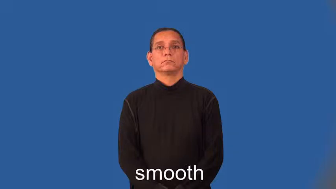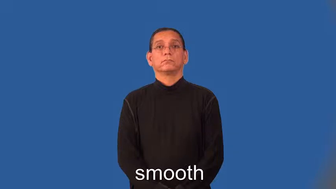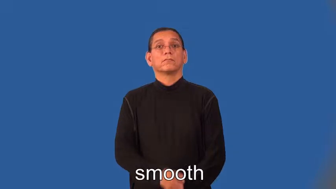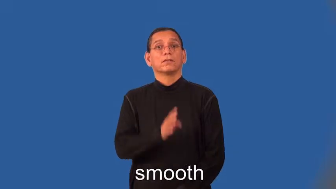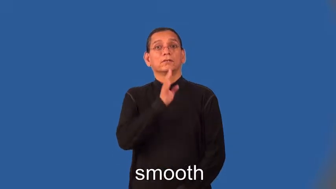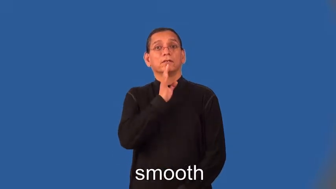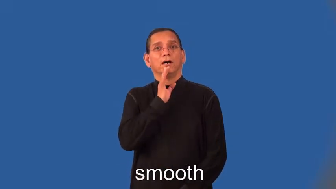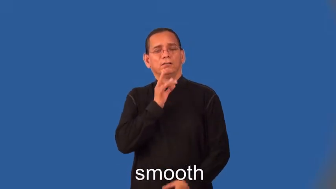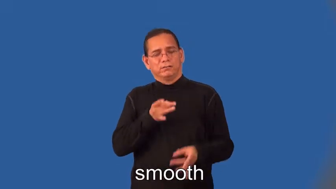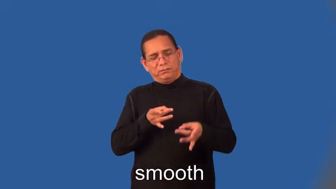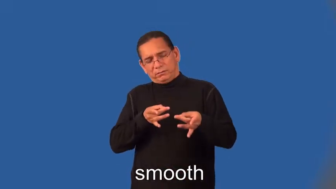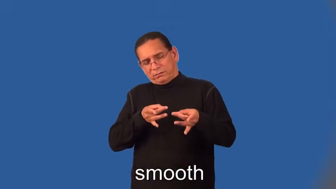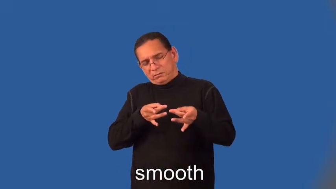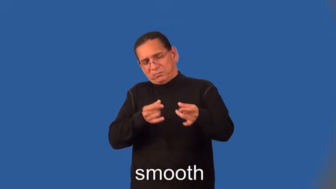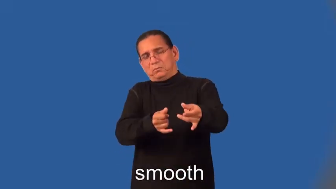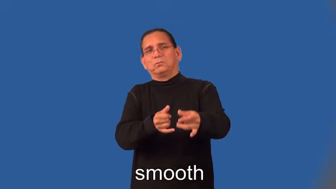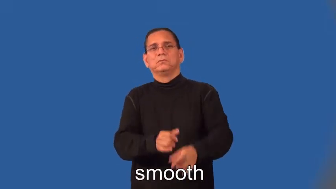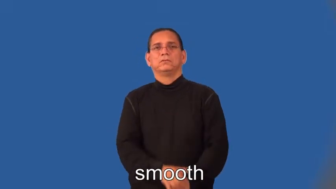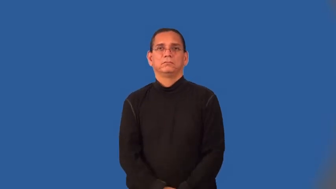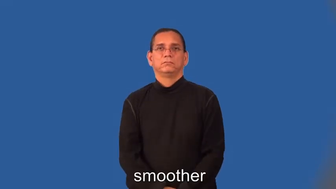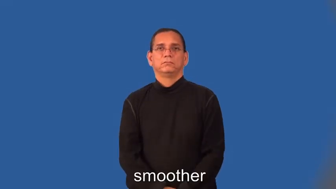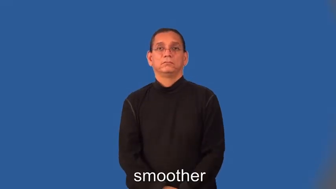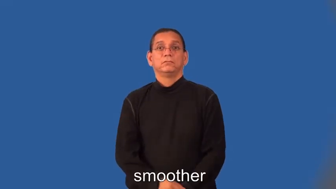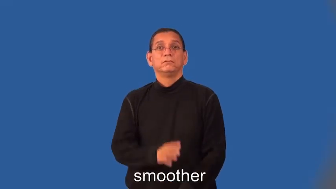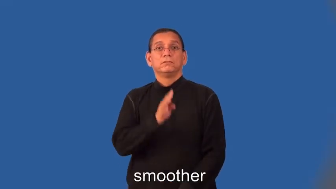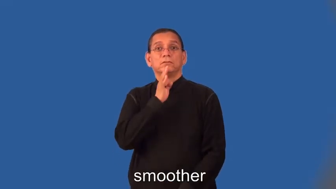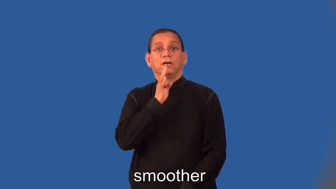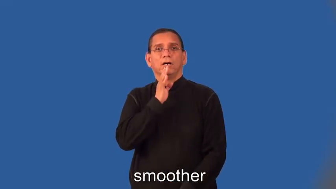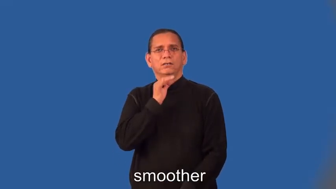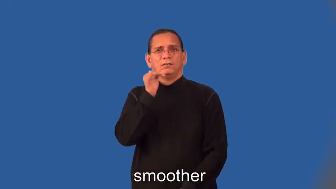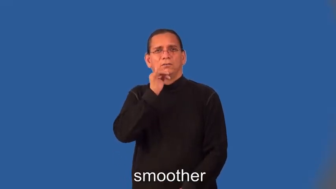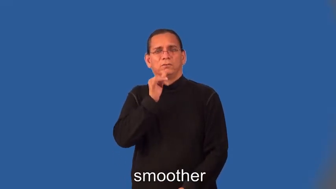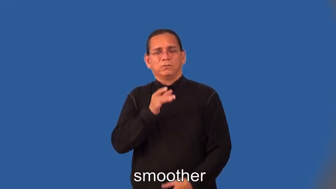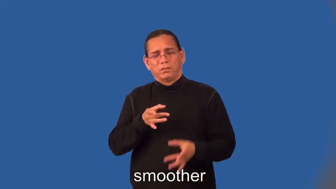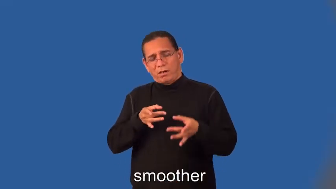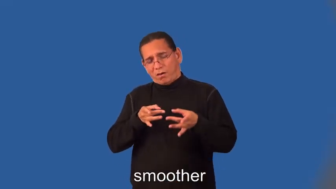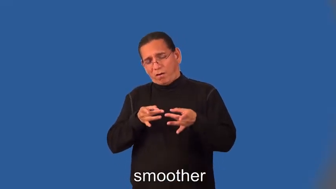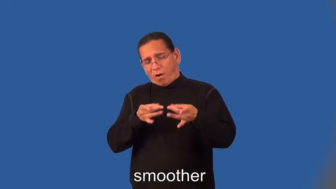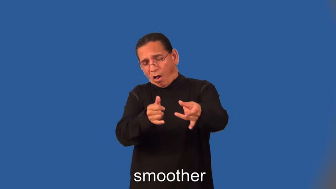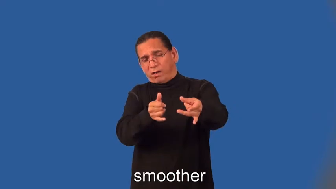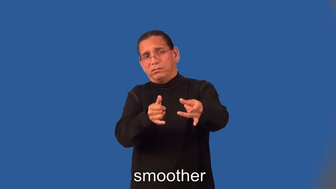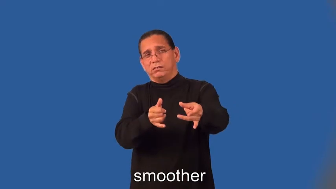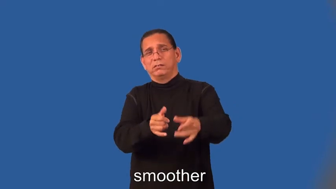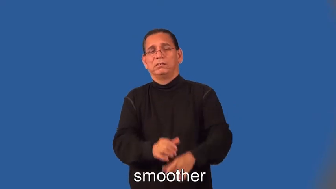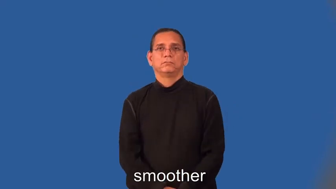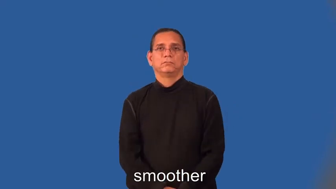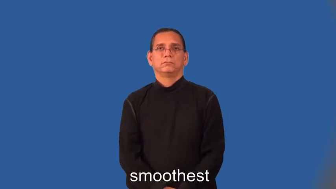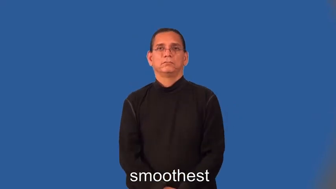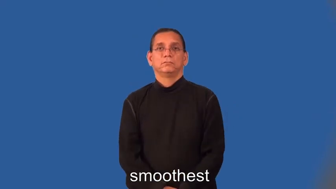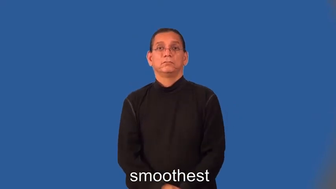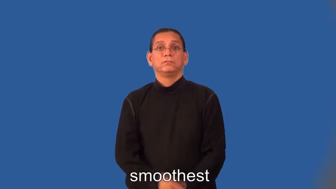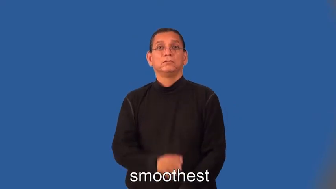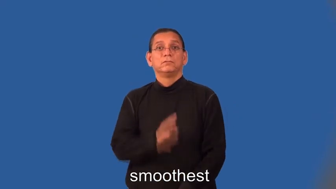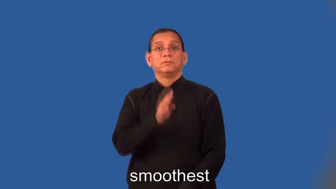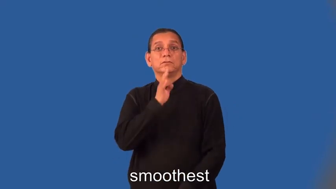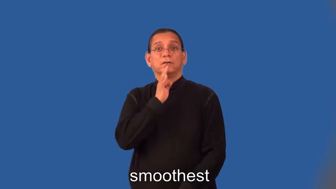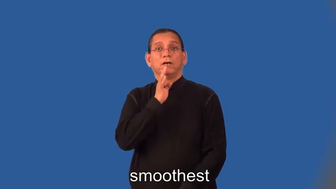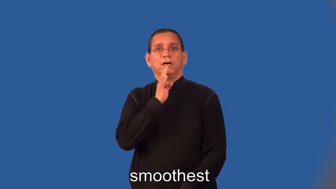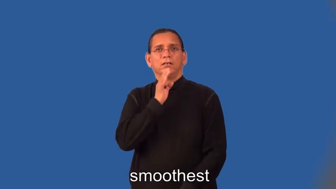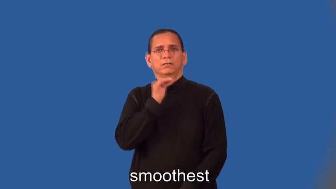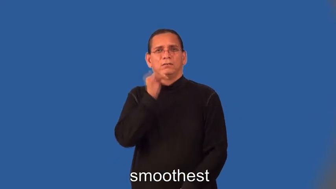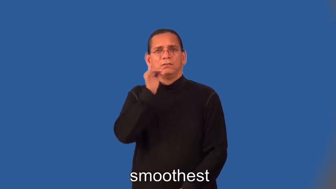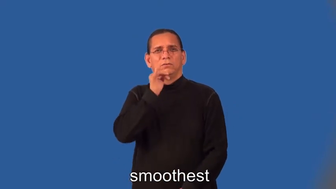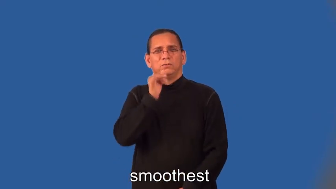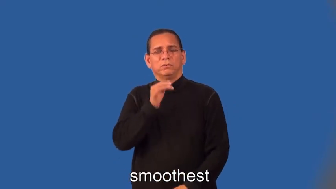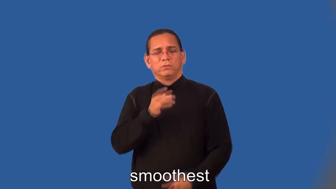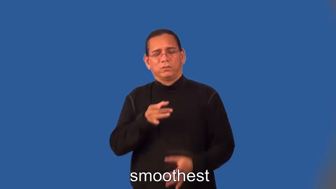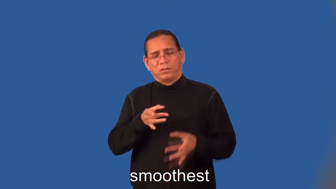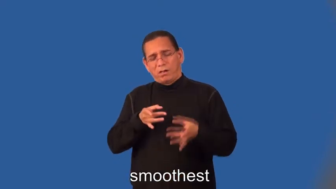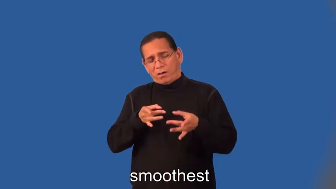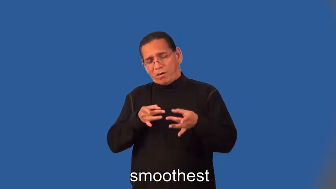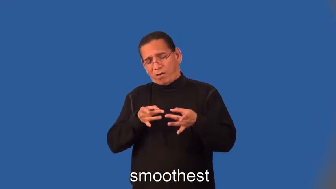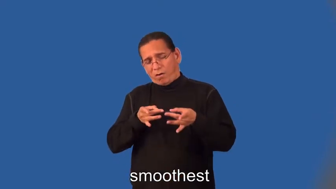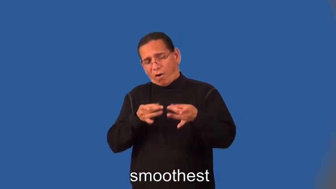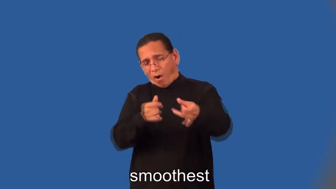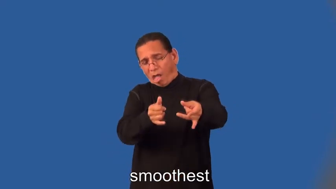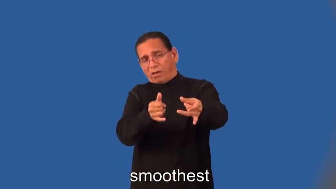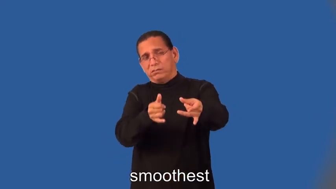smoother,smoothest-talking